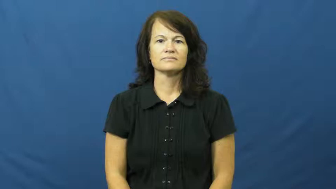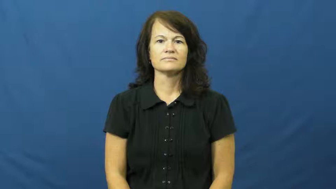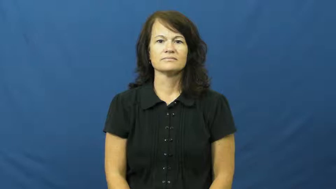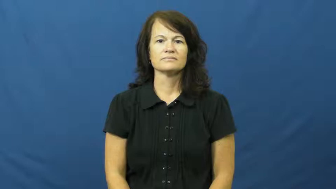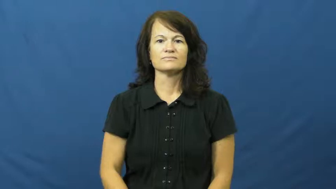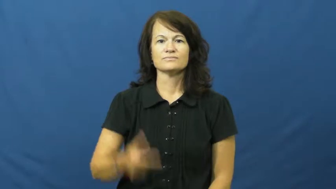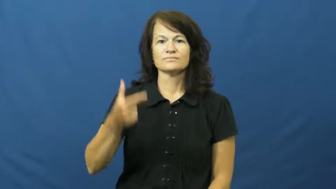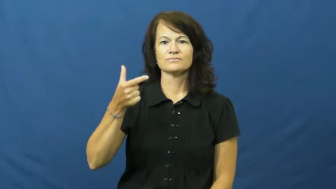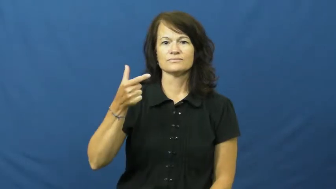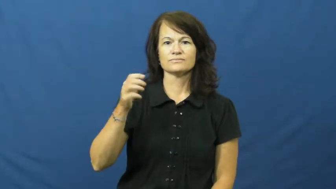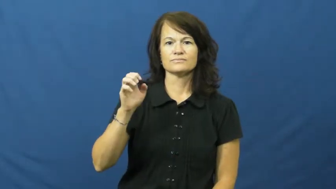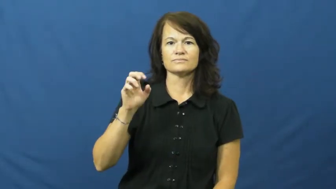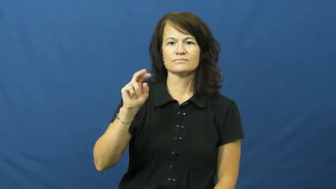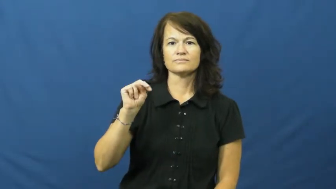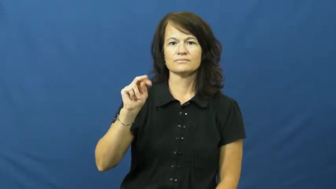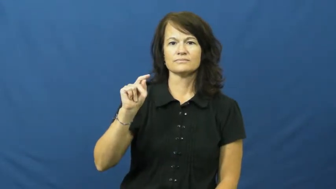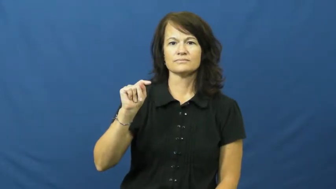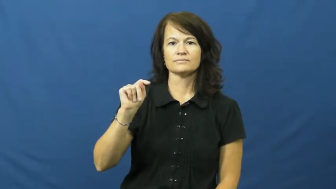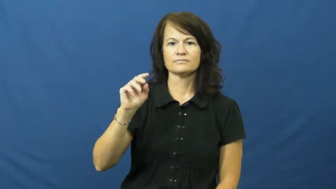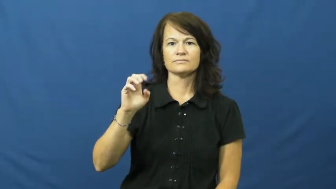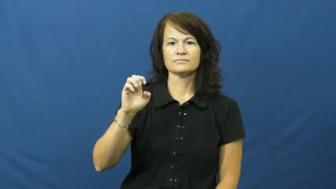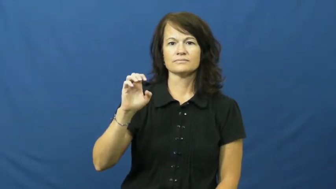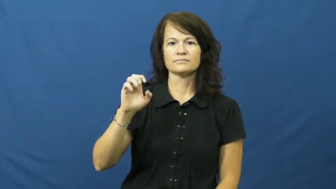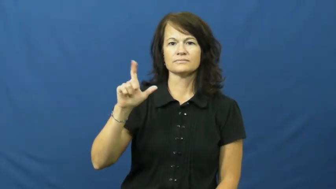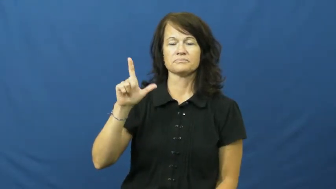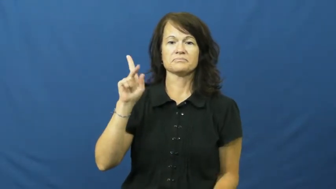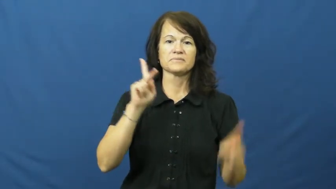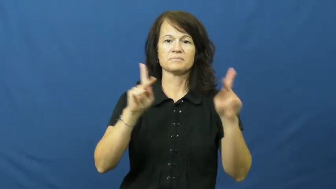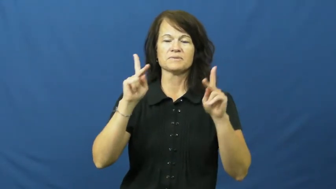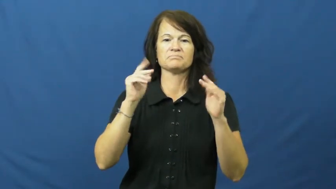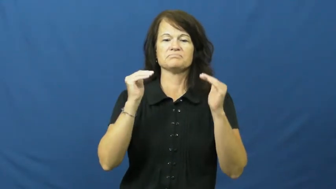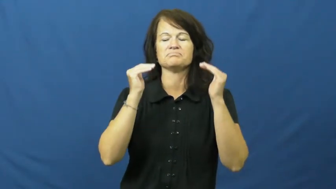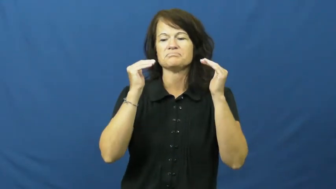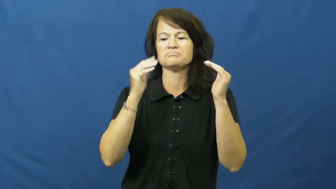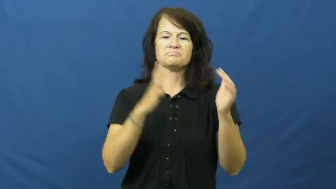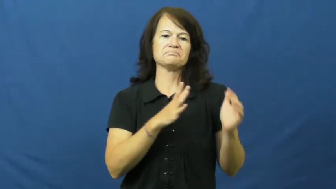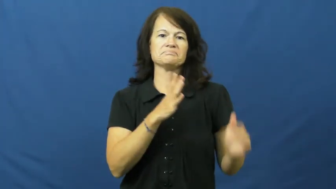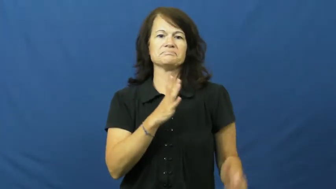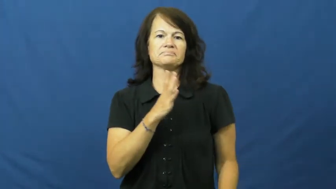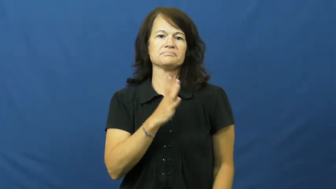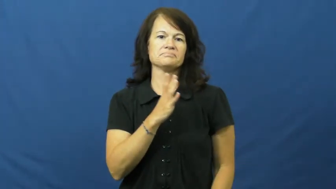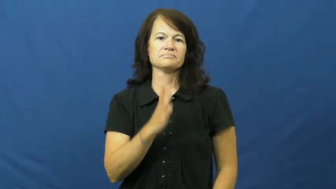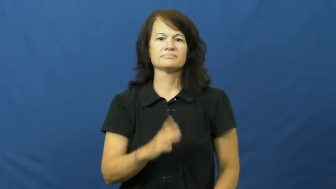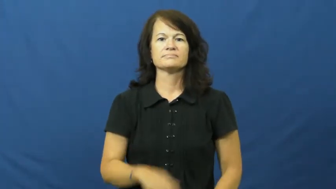genteel